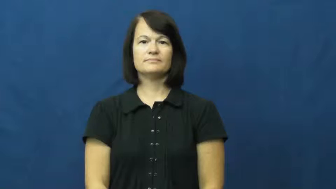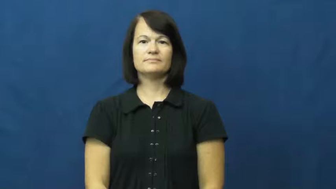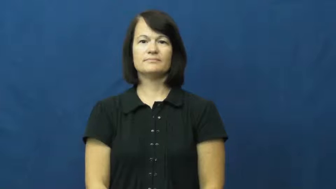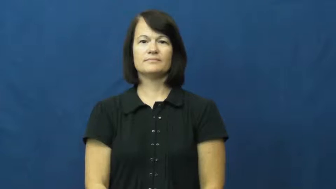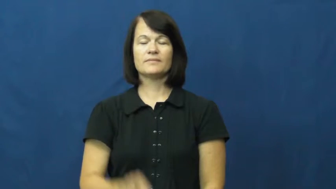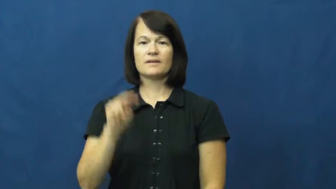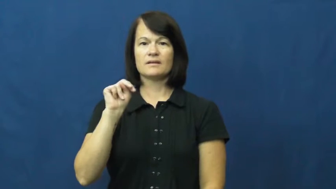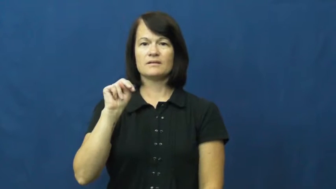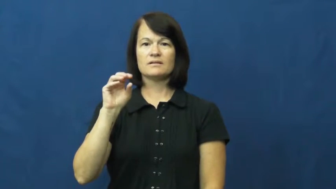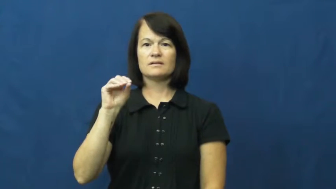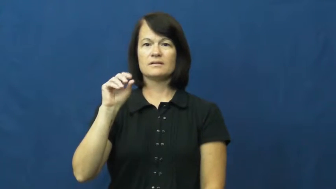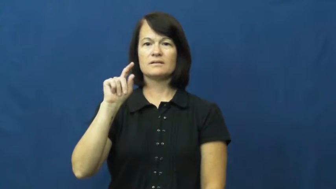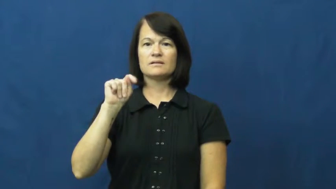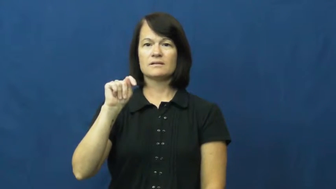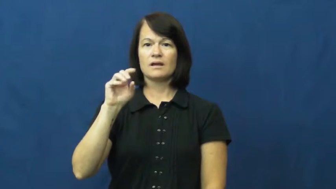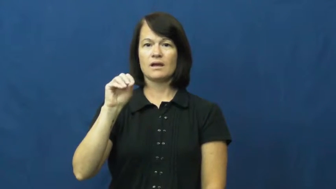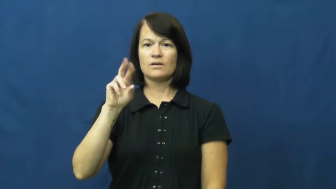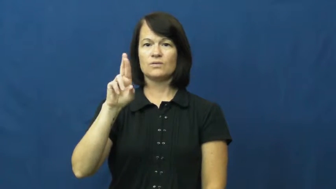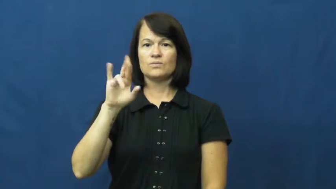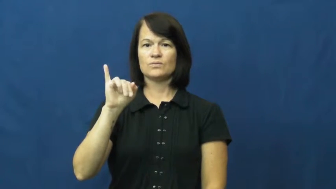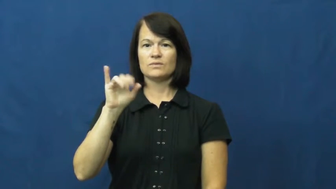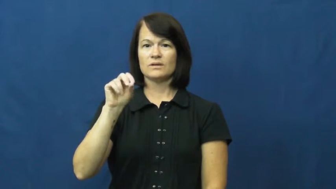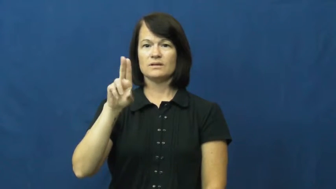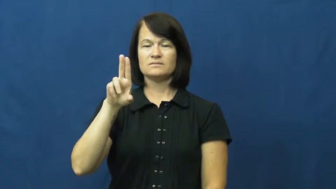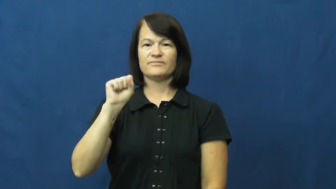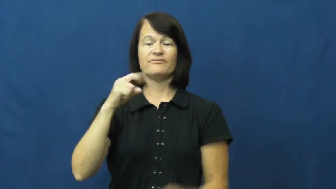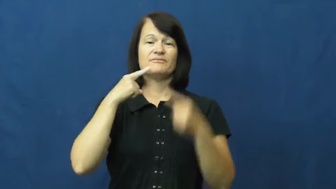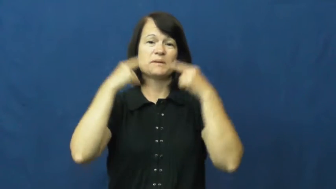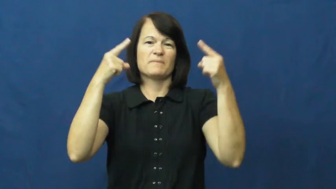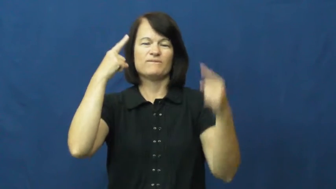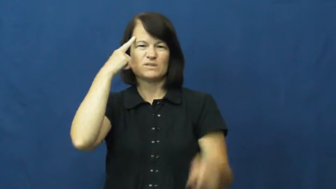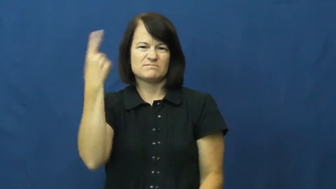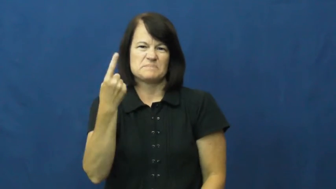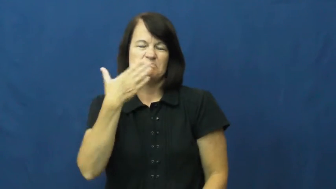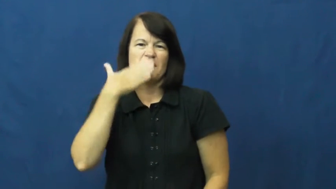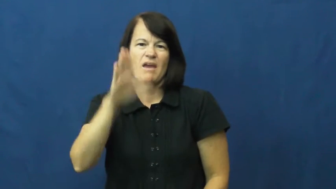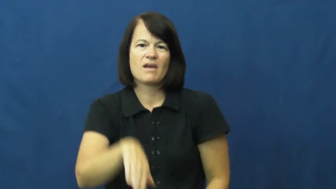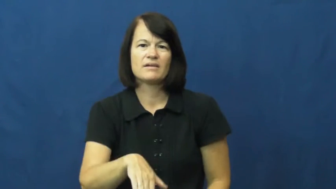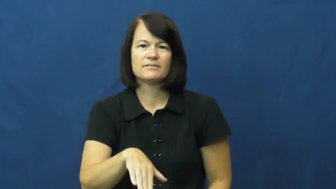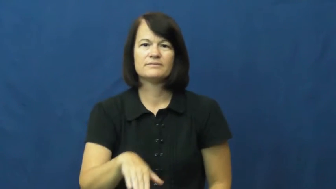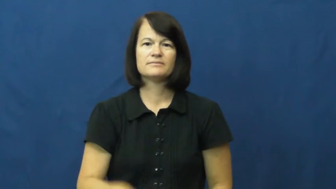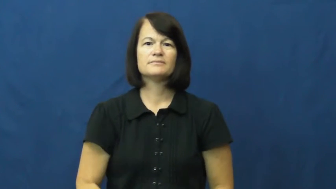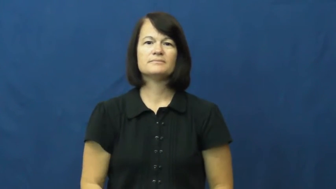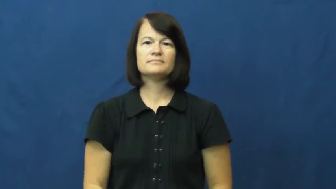notorious